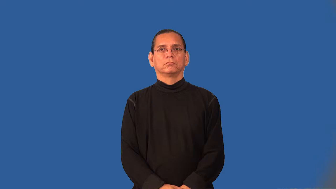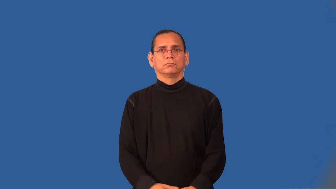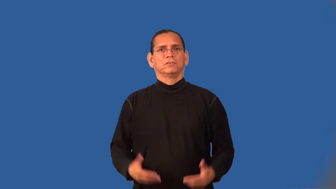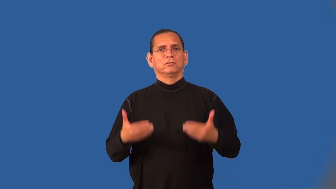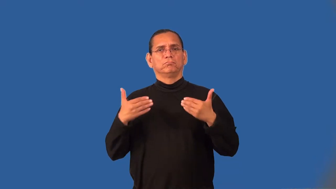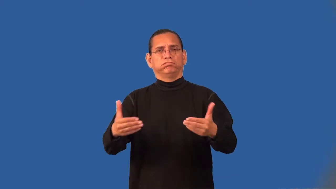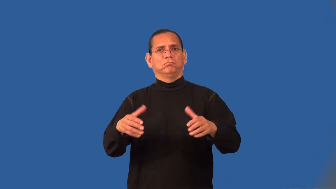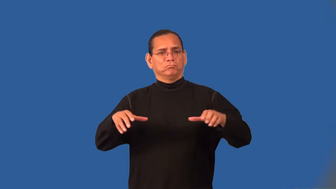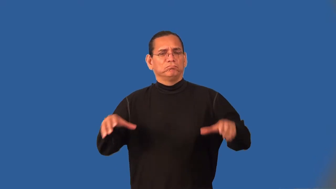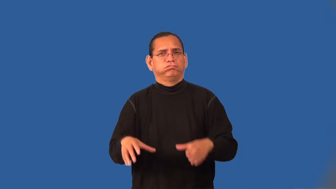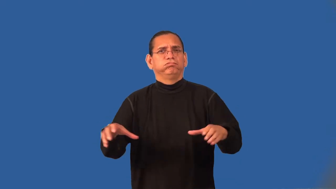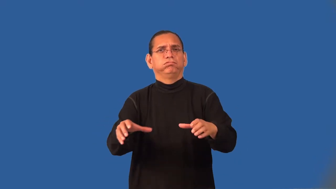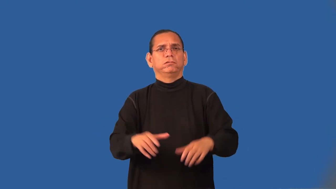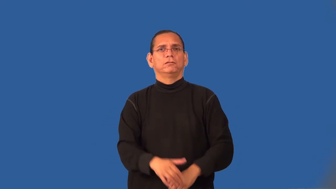tackle,take on